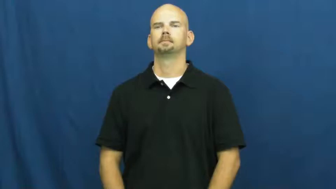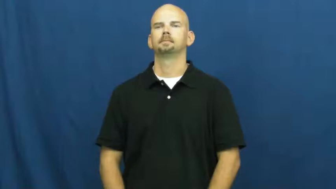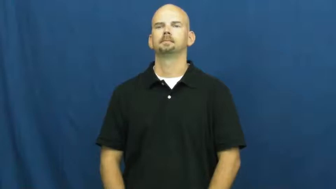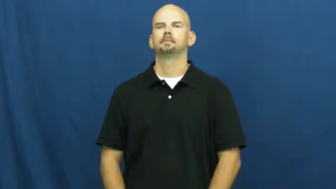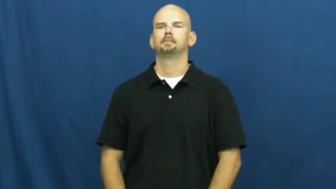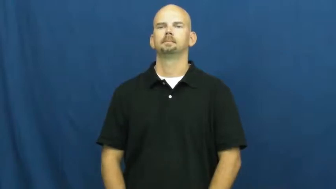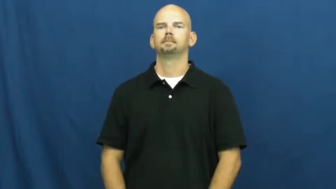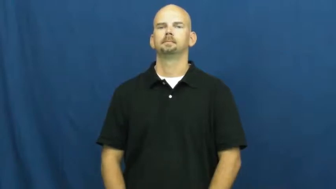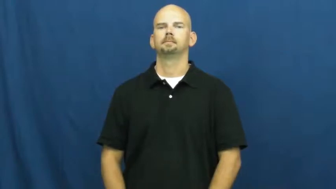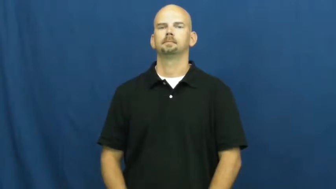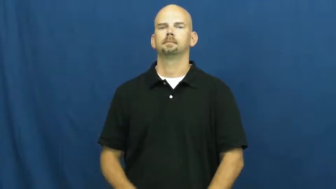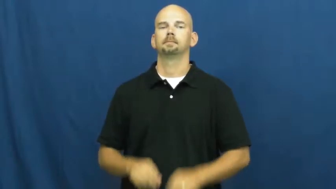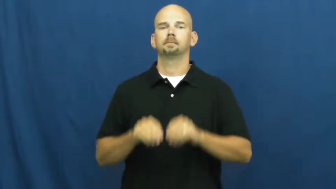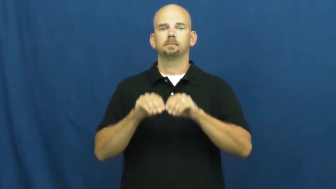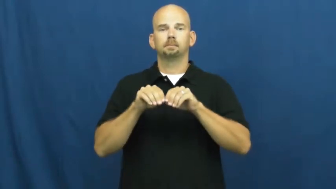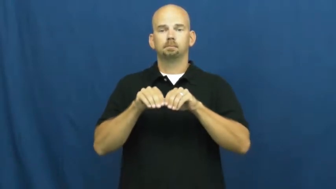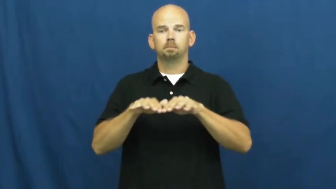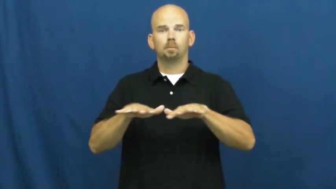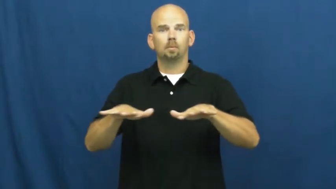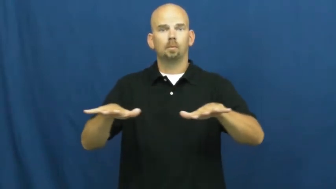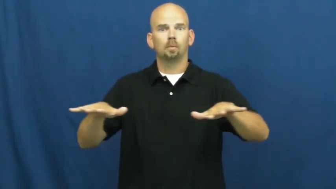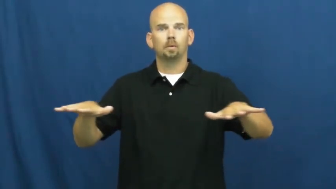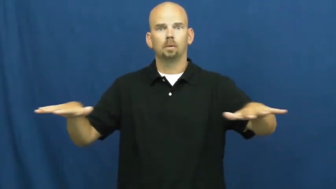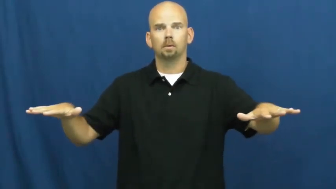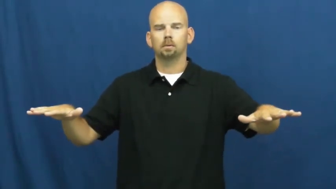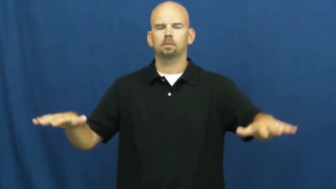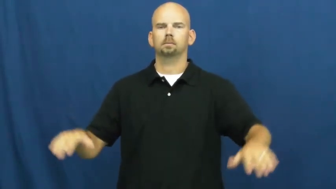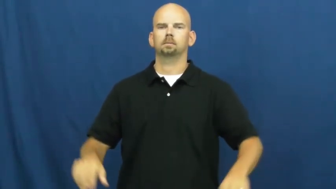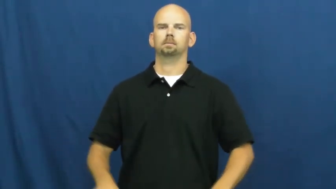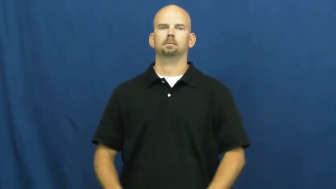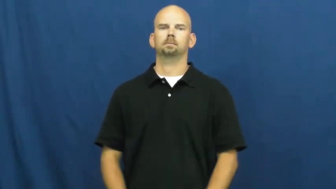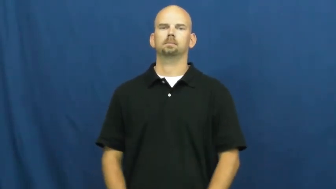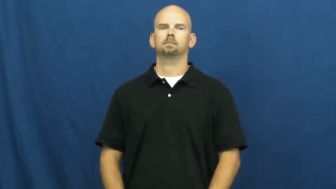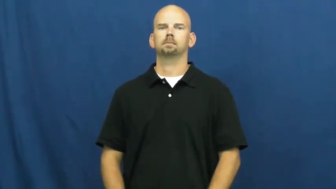fan out,shotgun